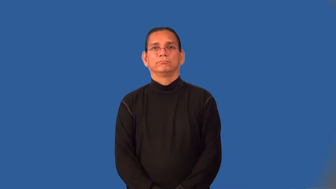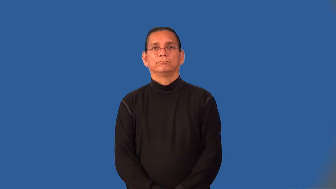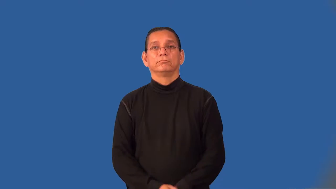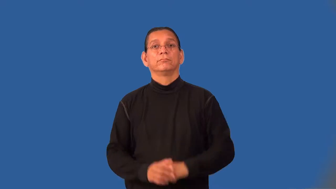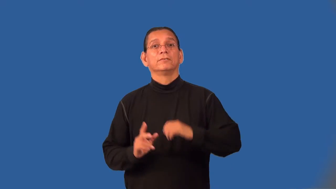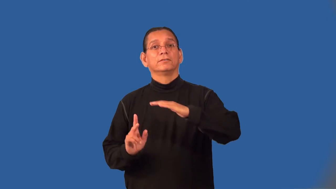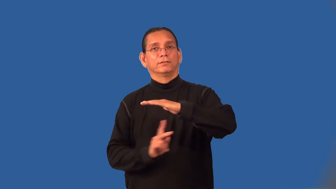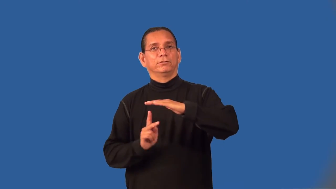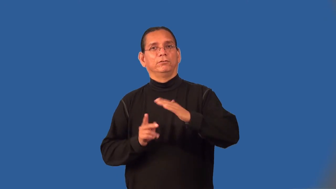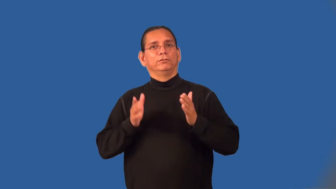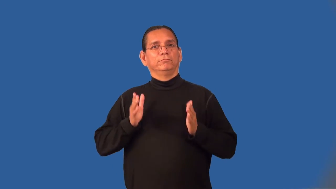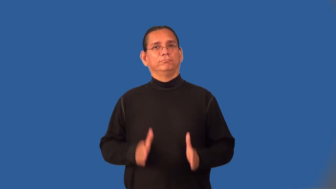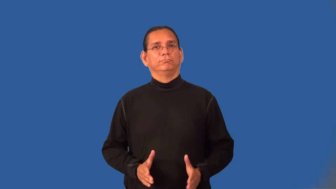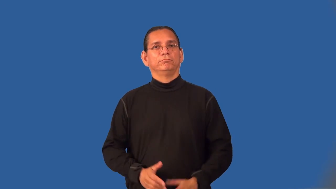kindergartner